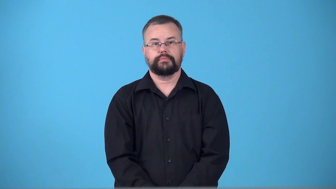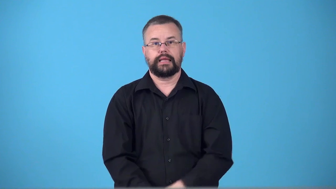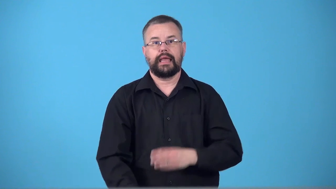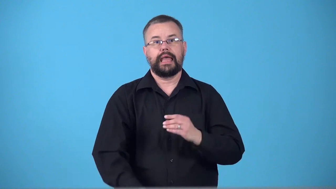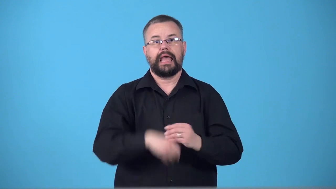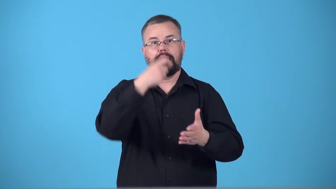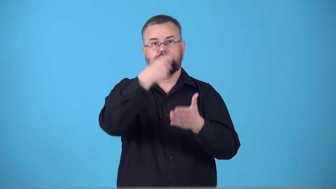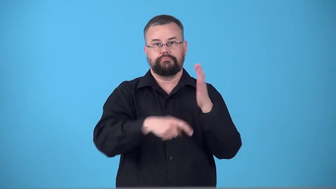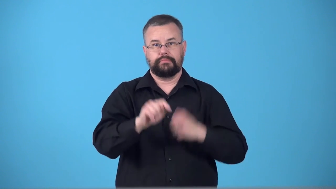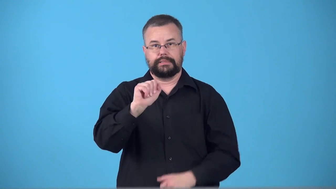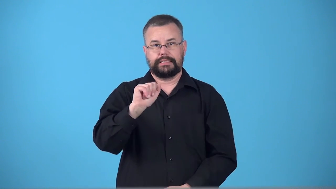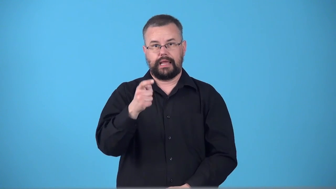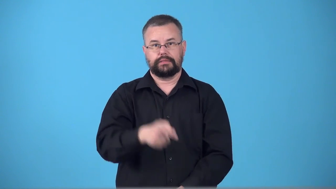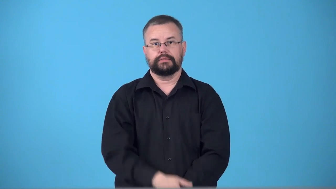surtax